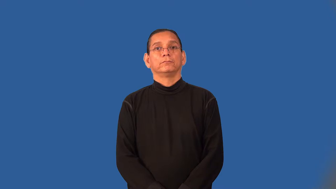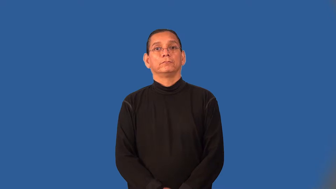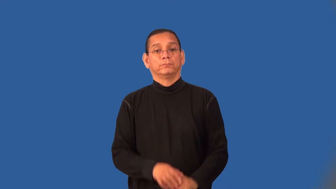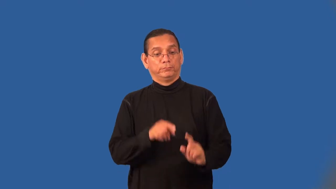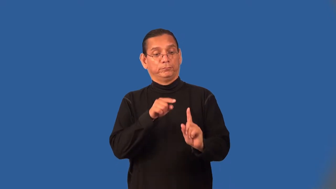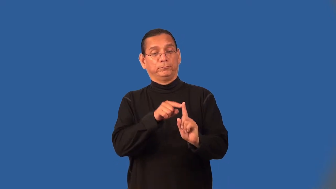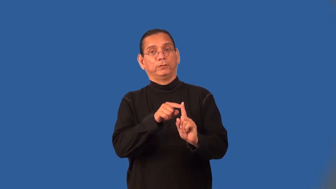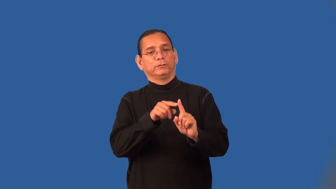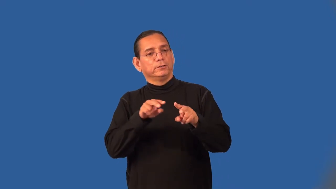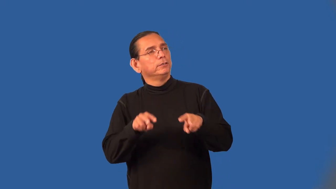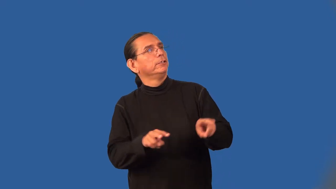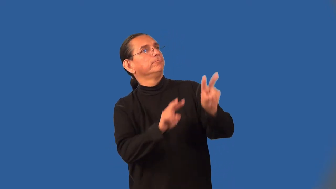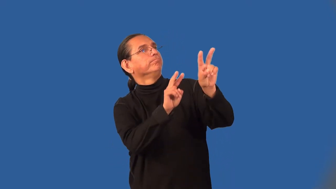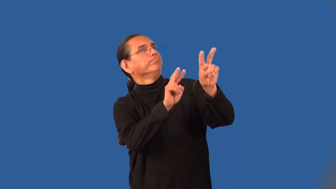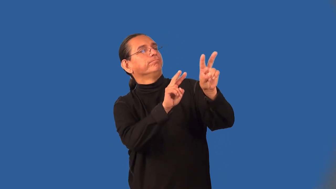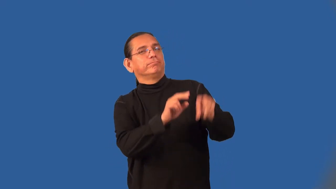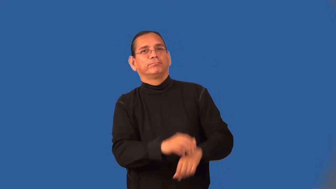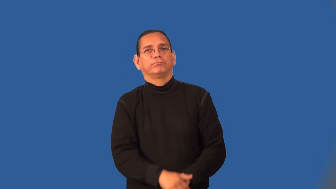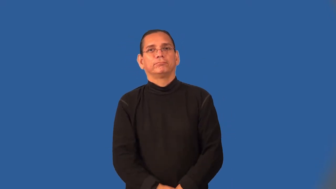admirer